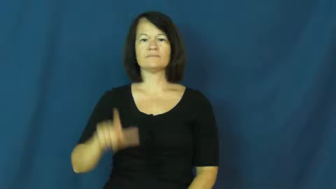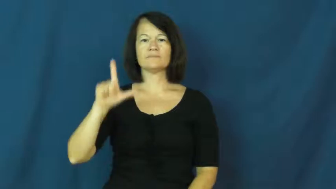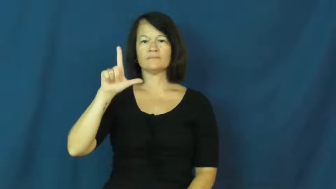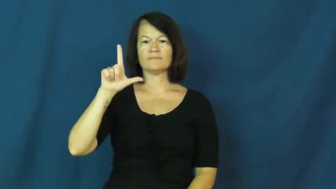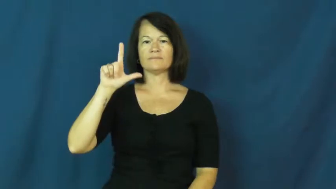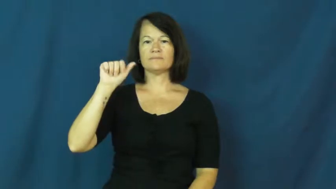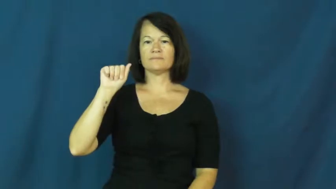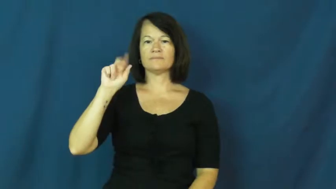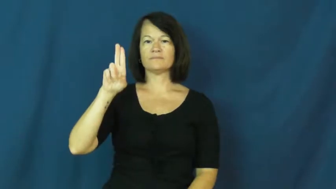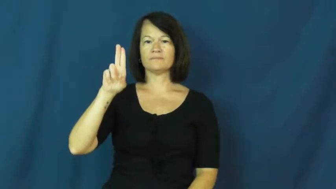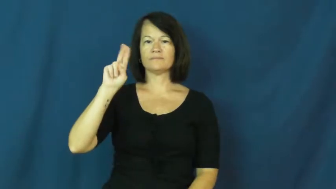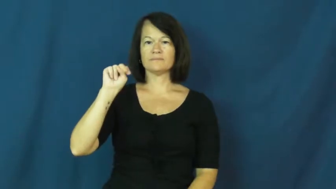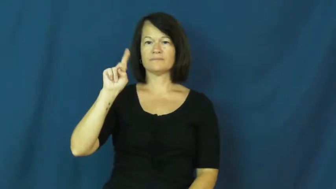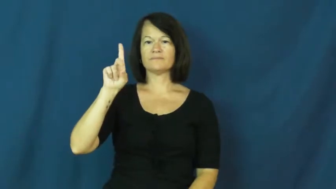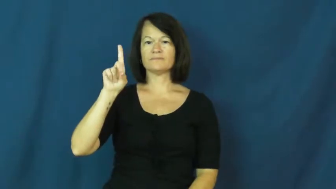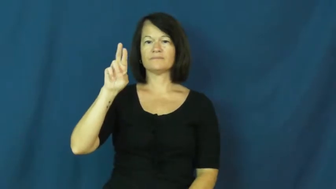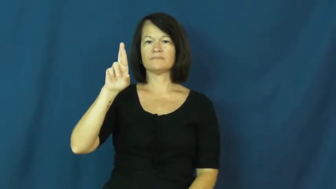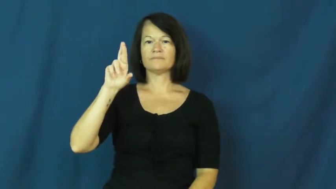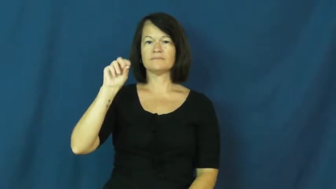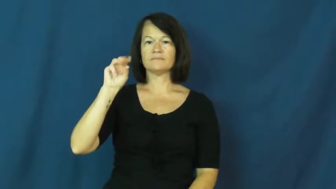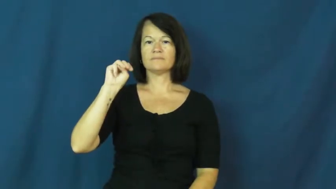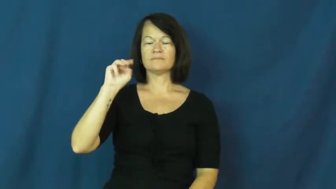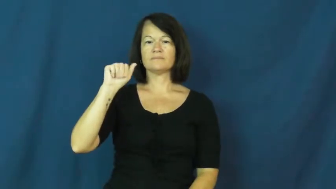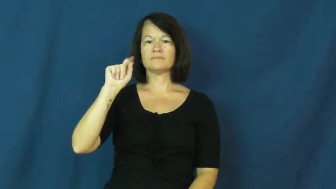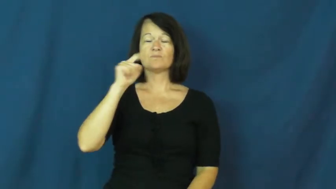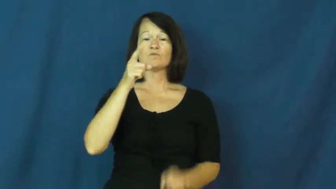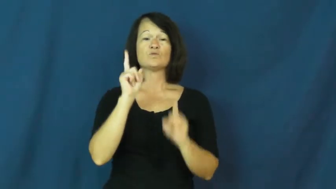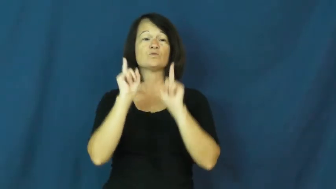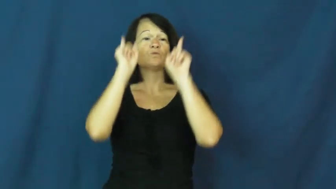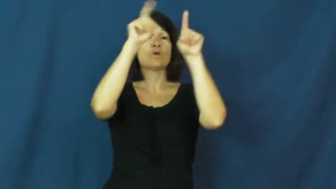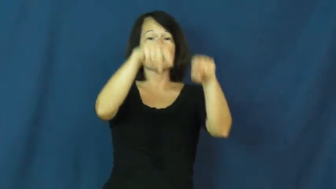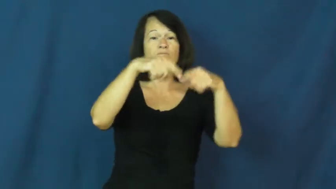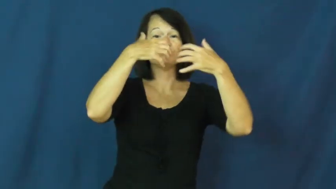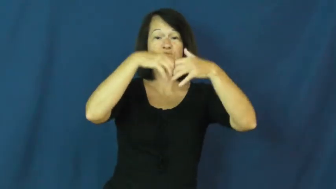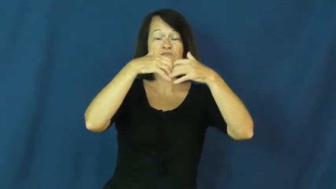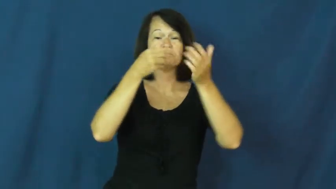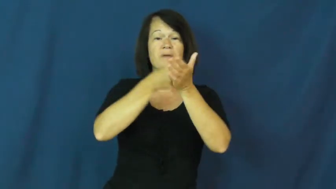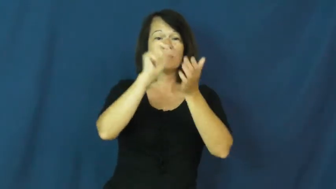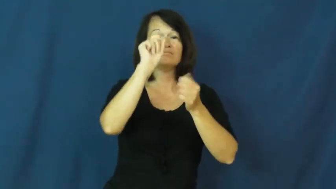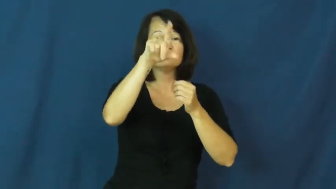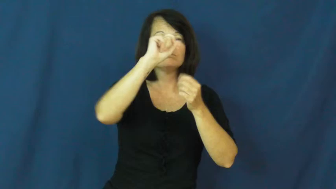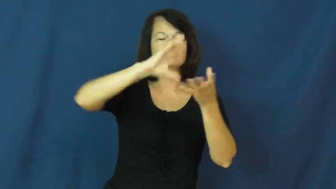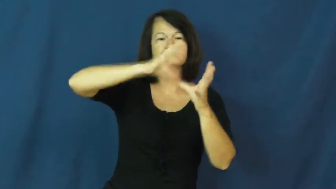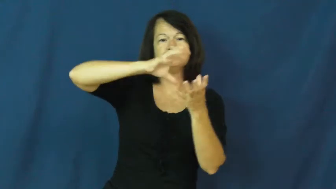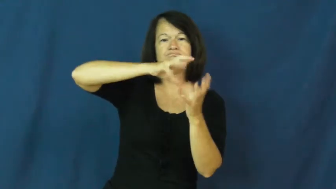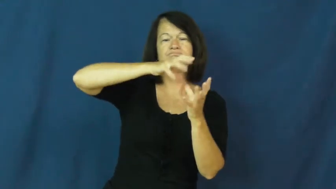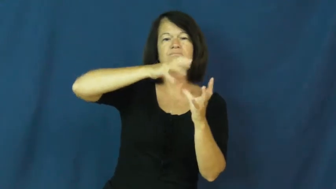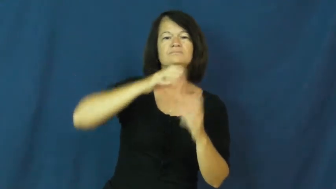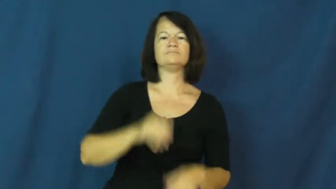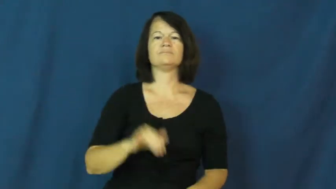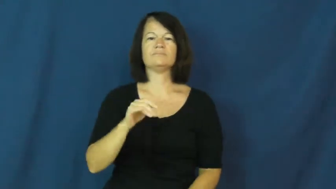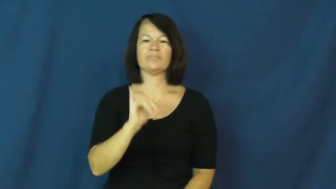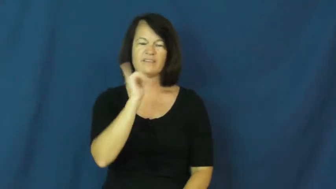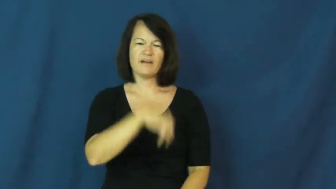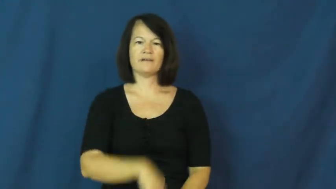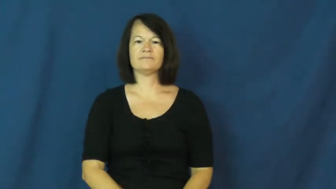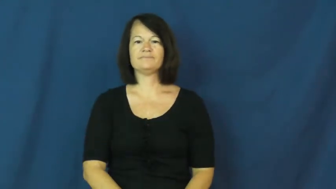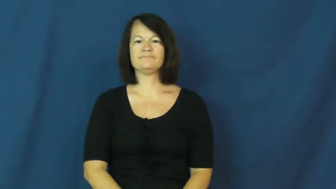laundromat